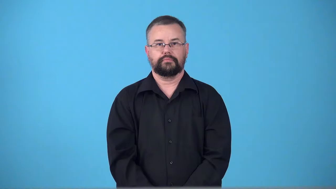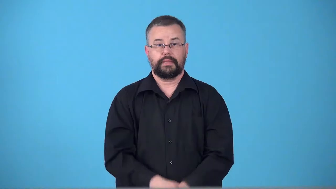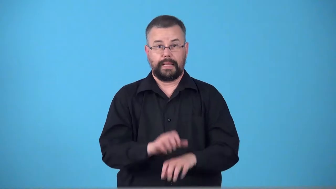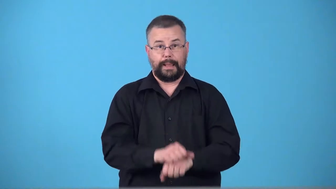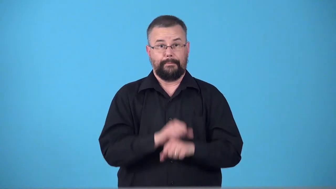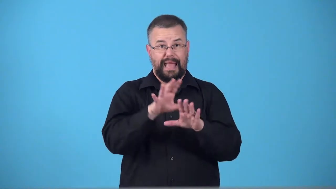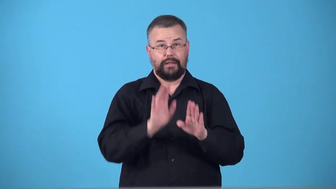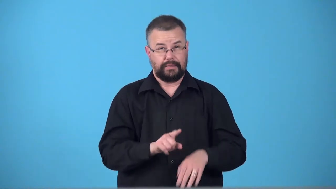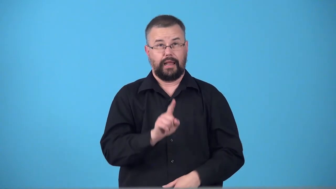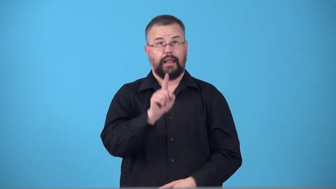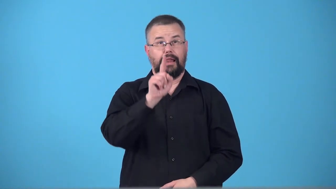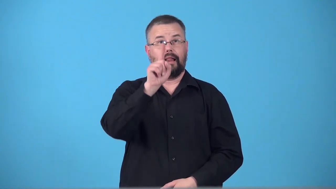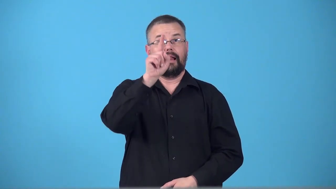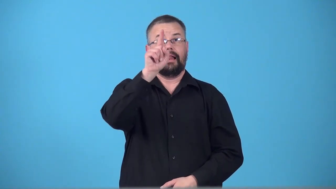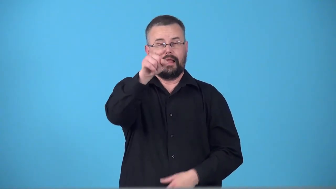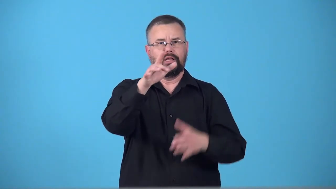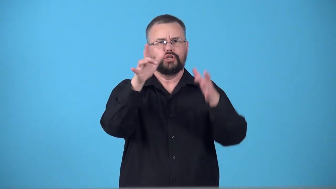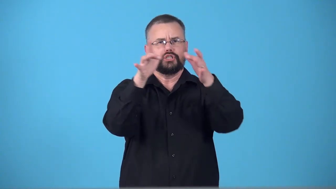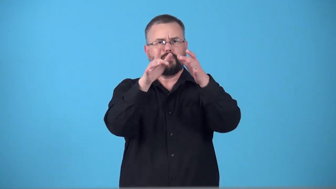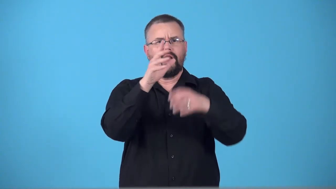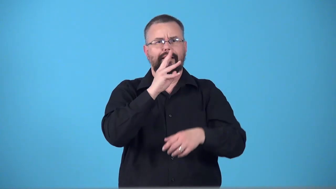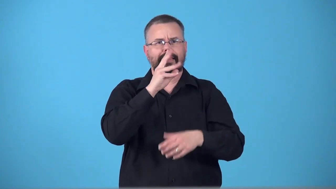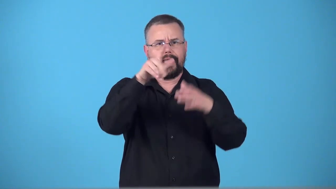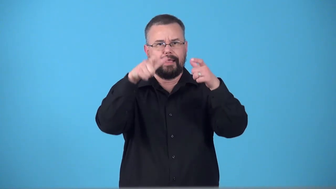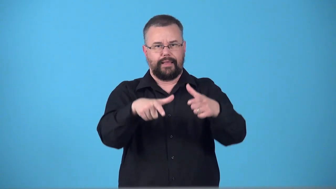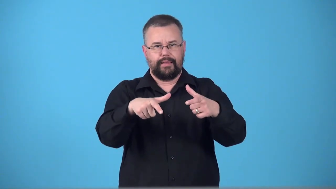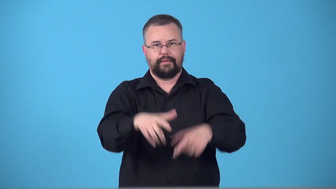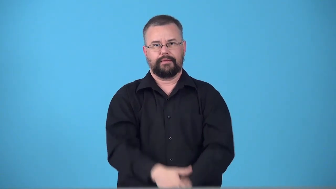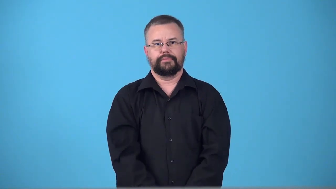tarn